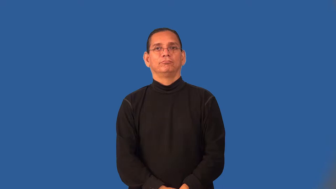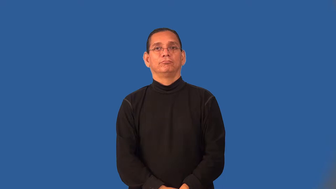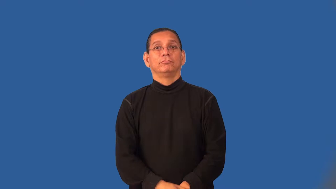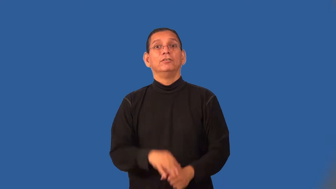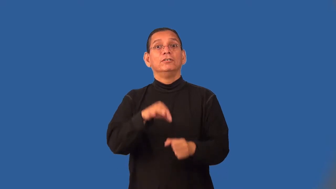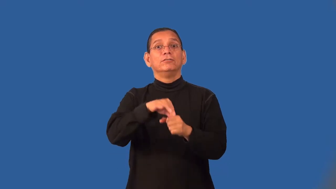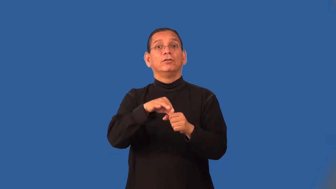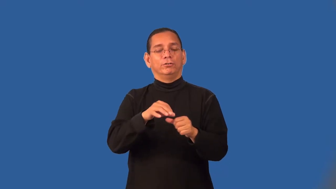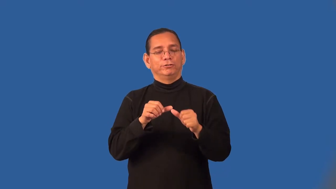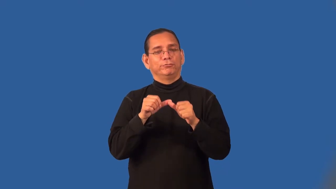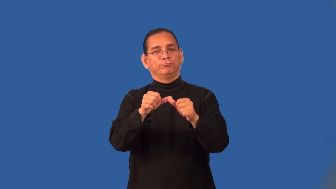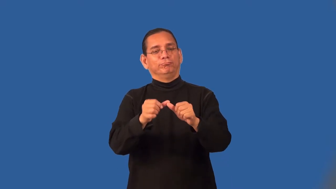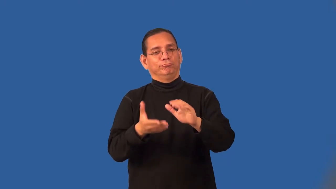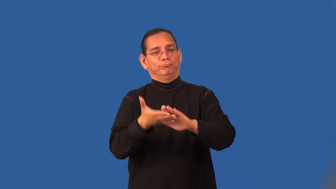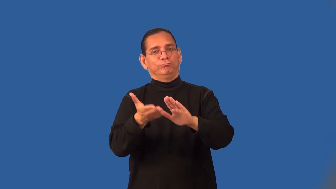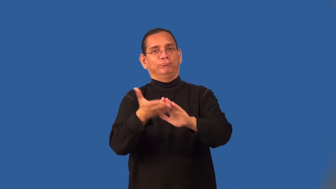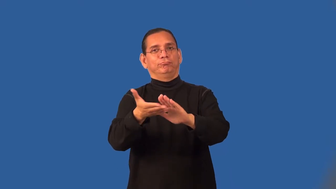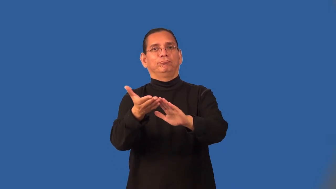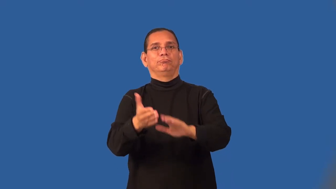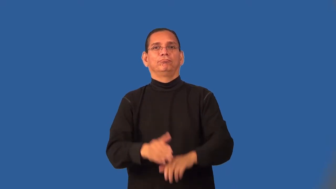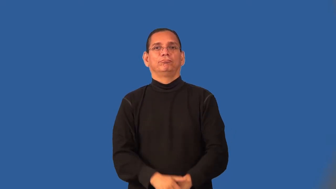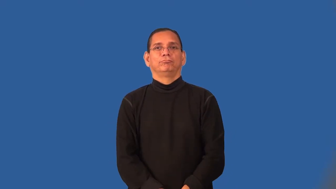runoff-election